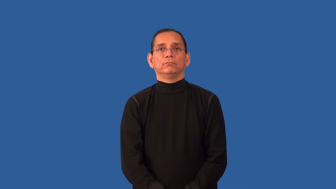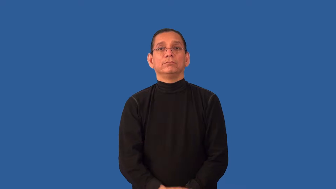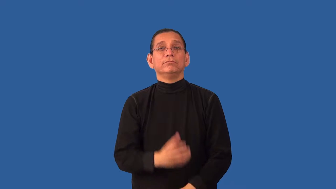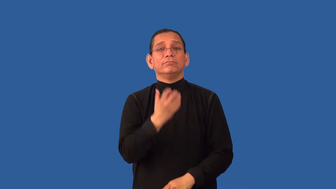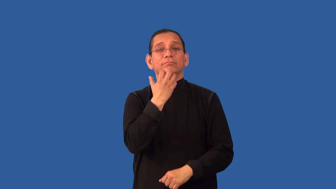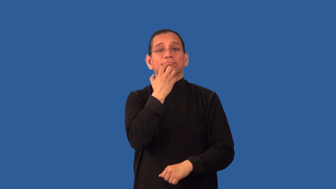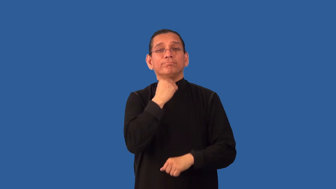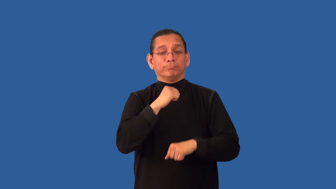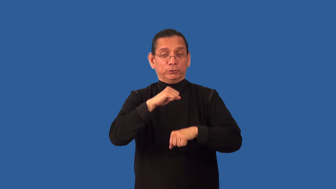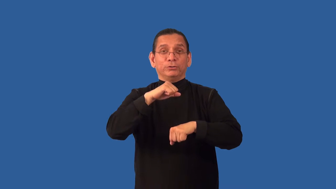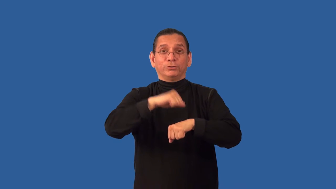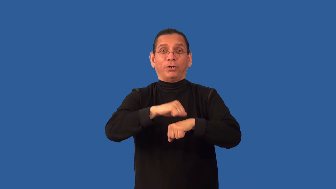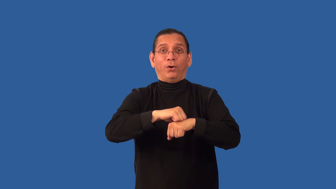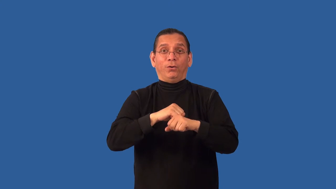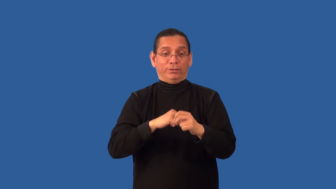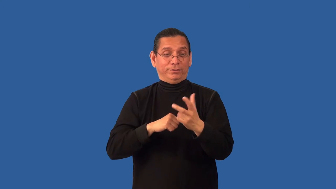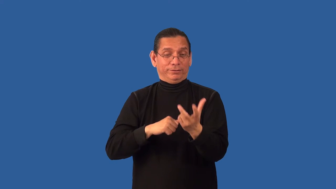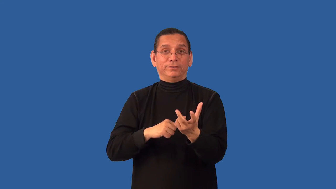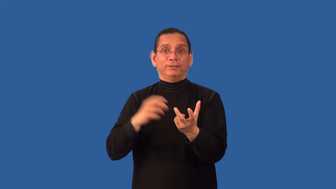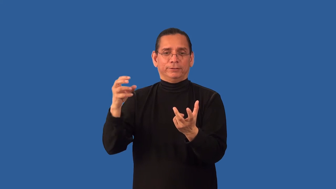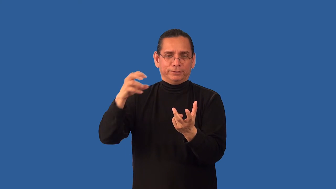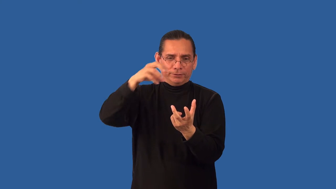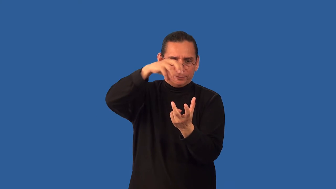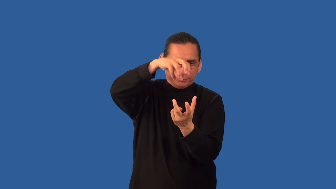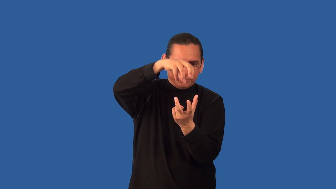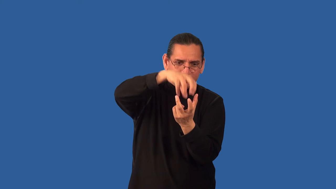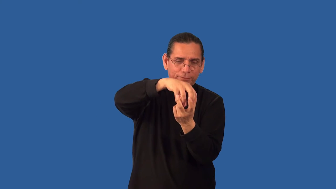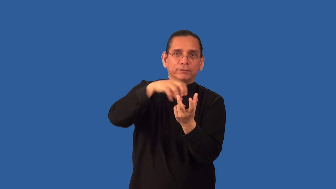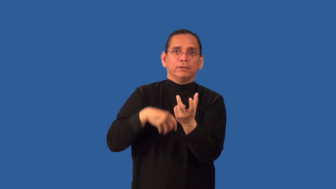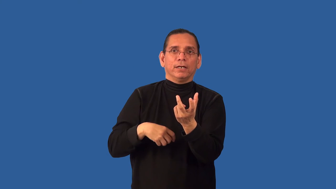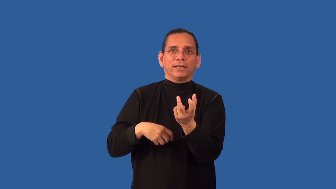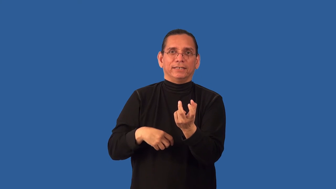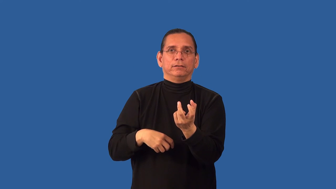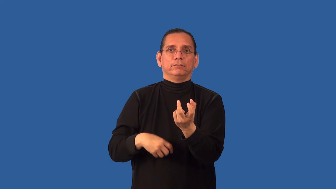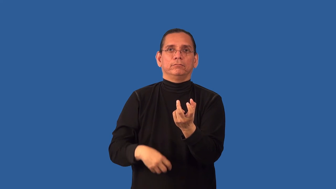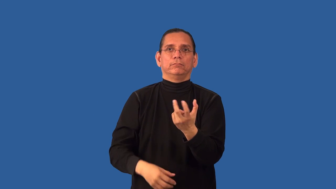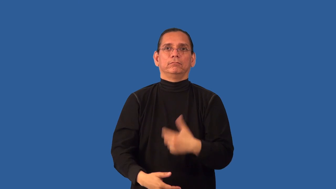set-jewel